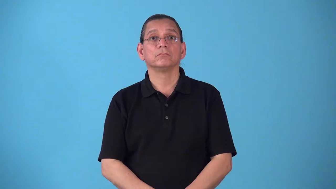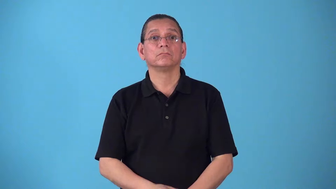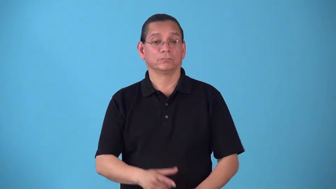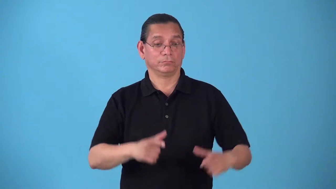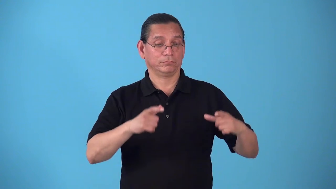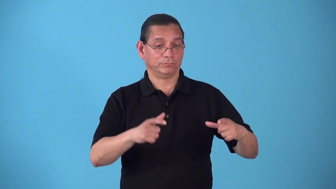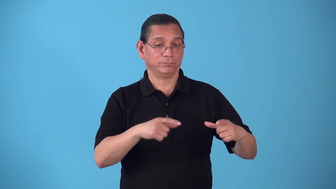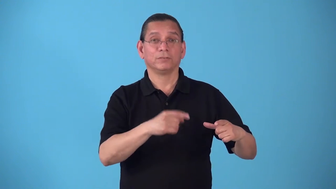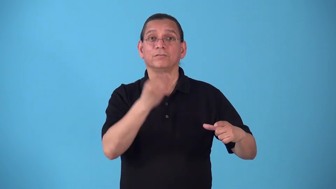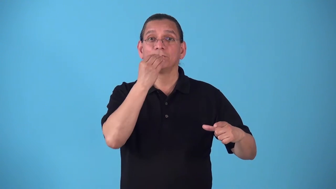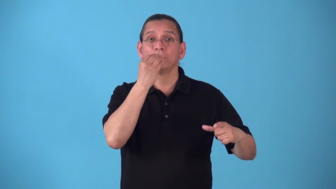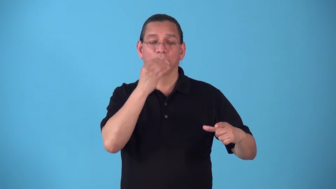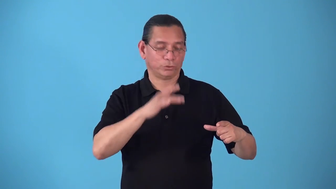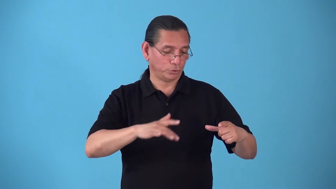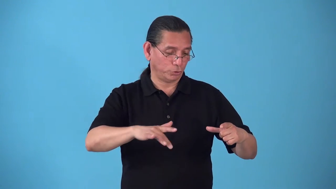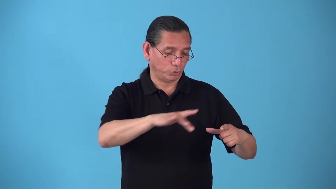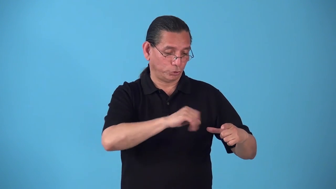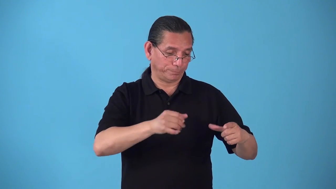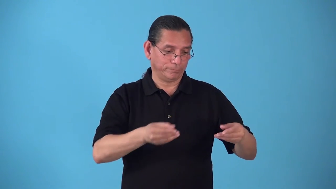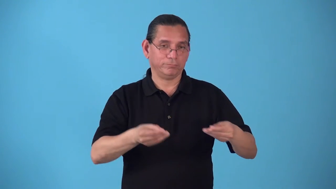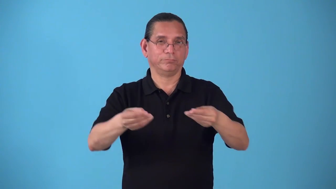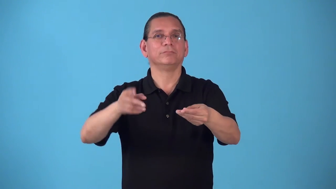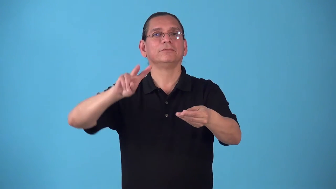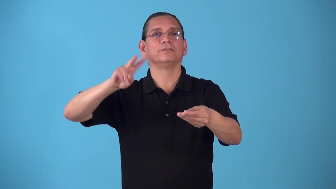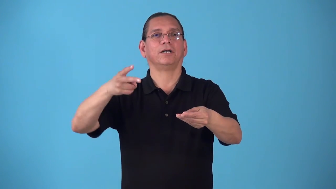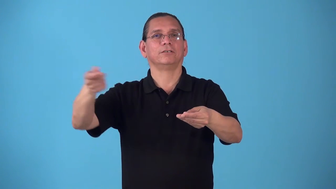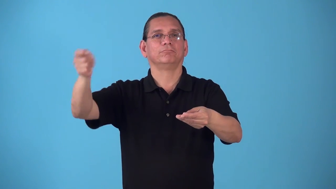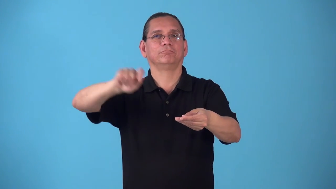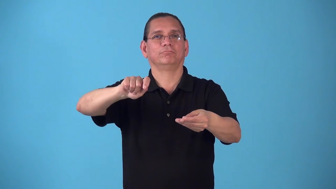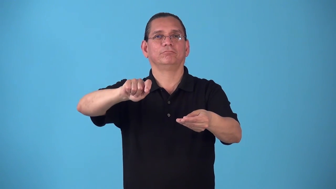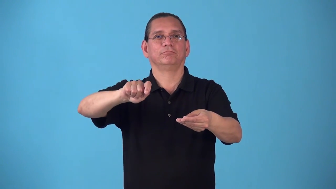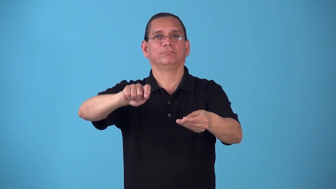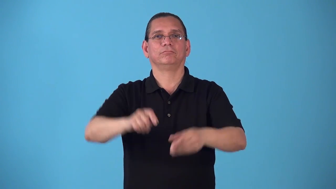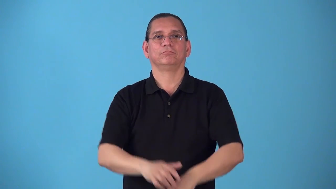seconds-food